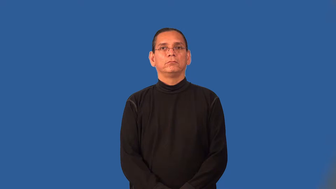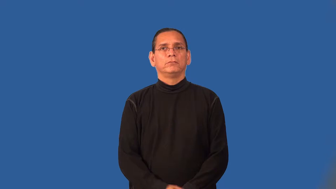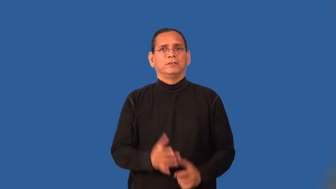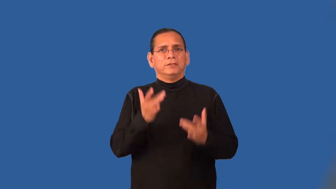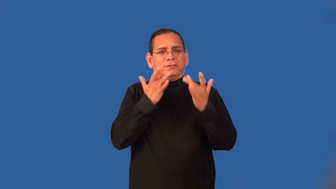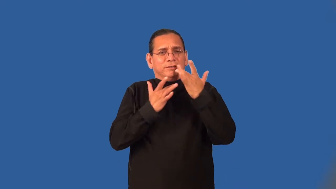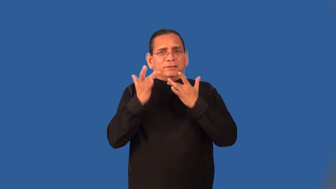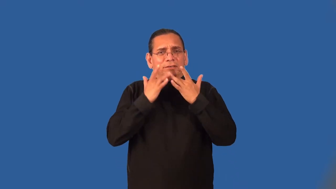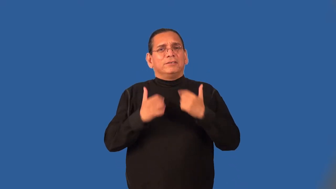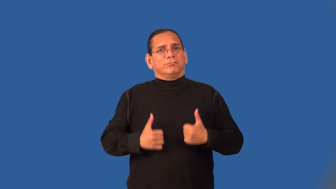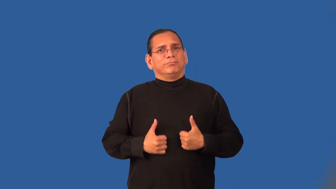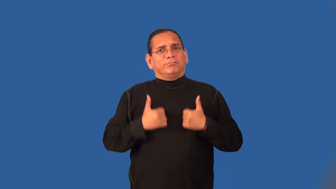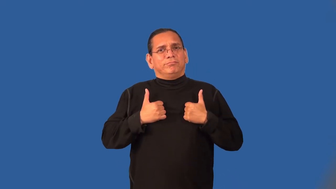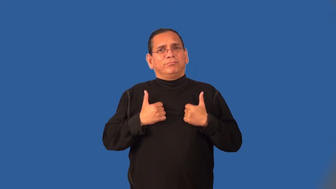subsist